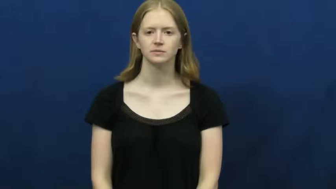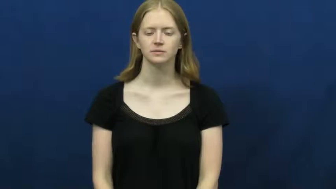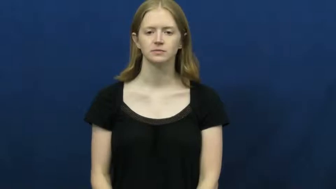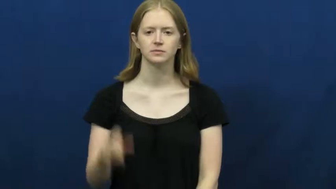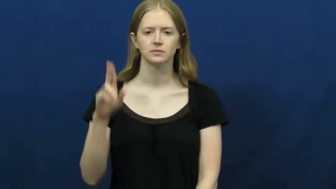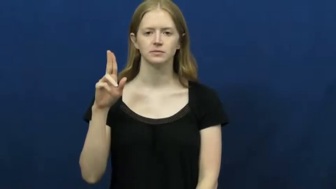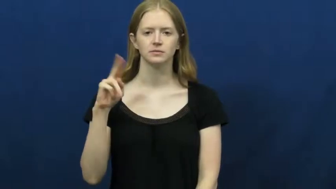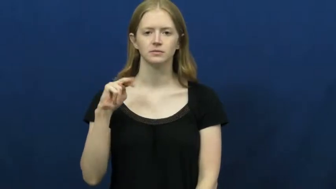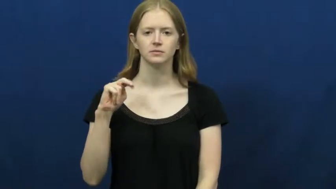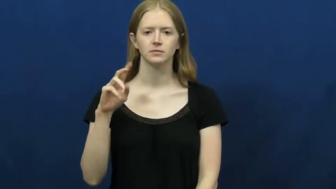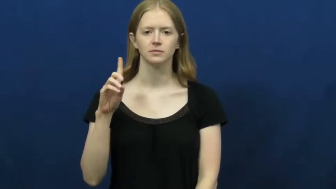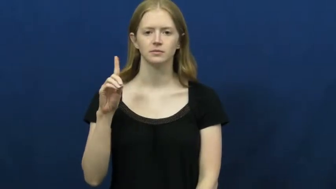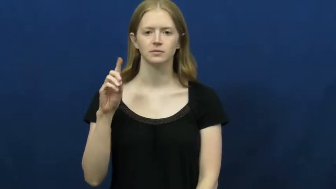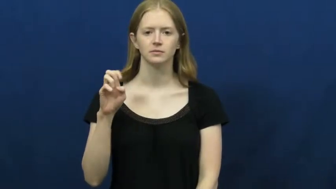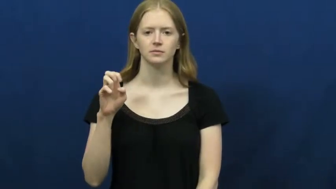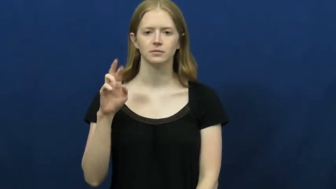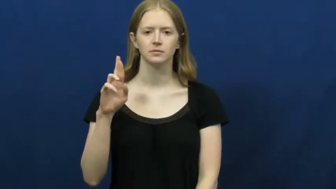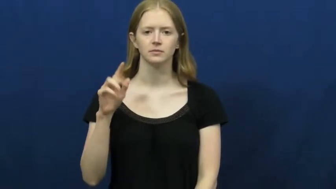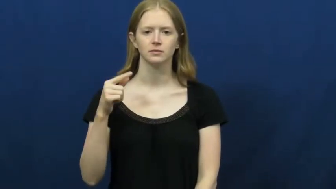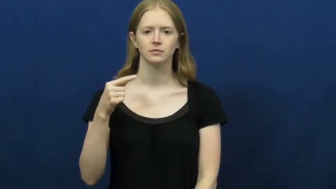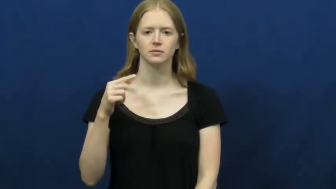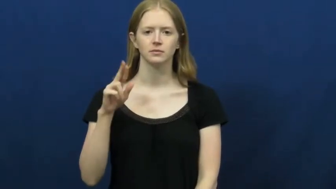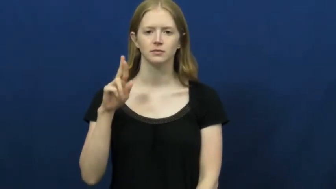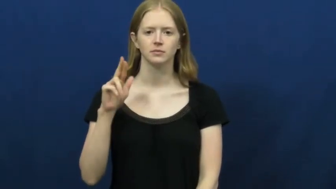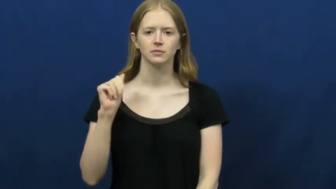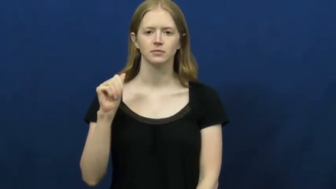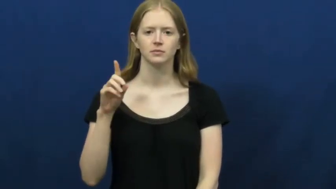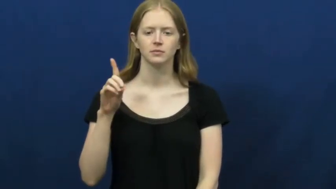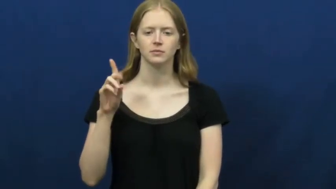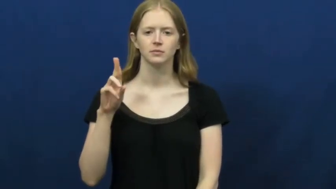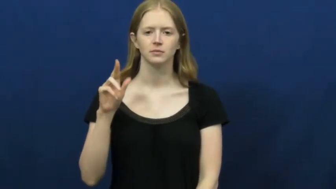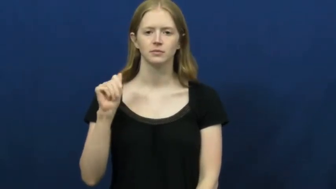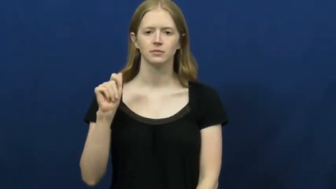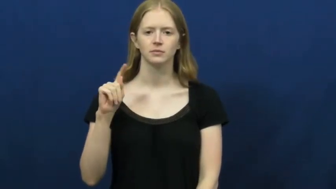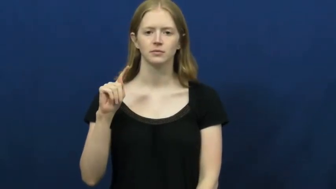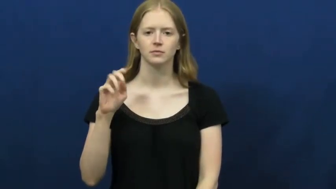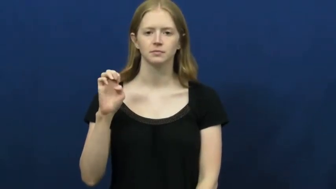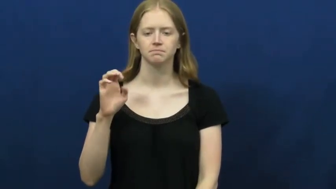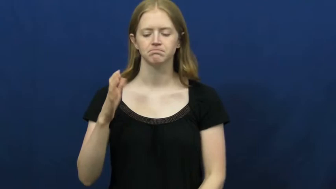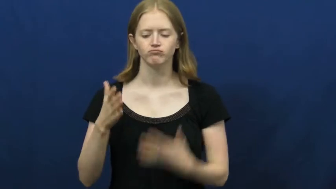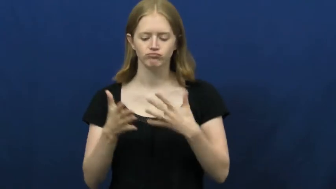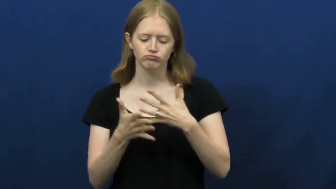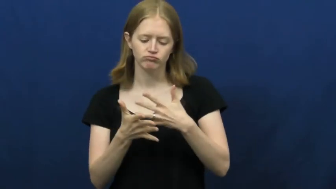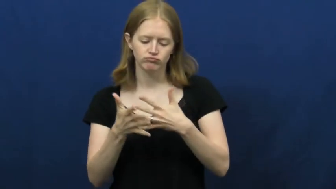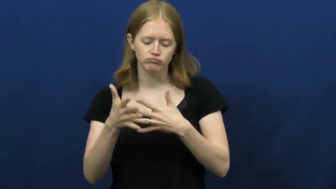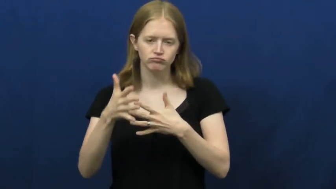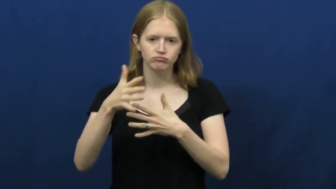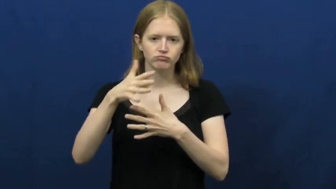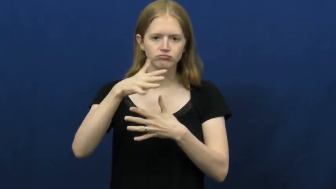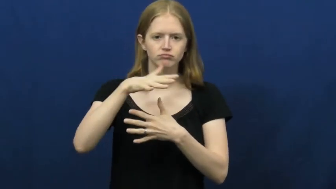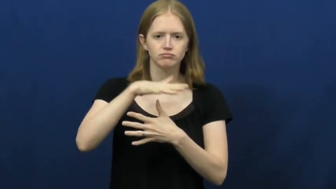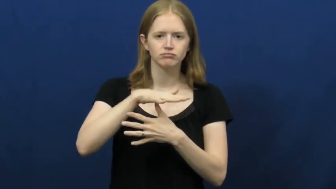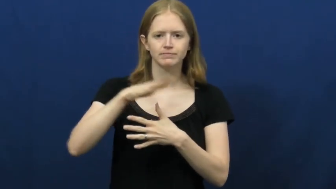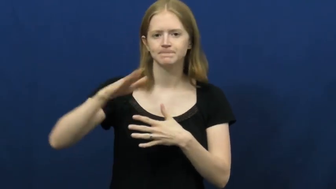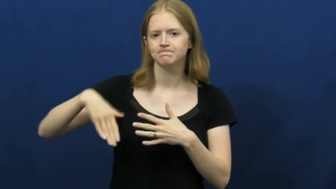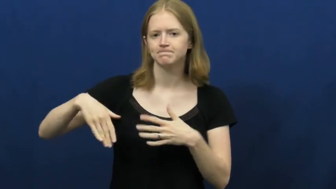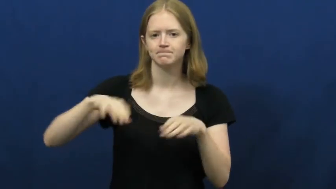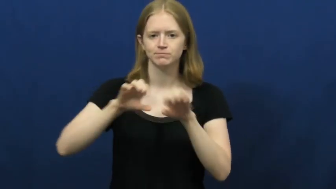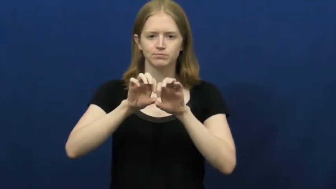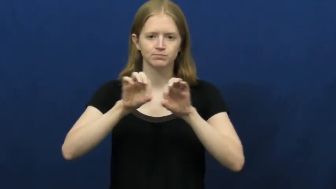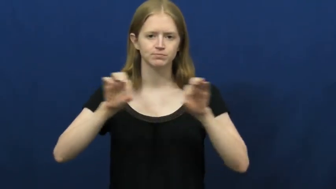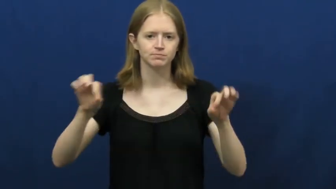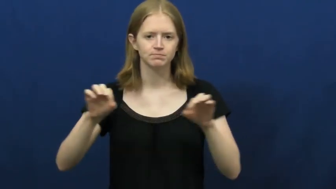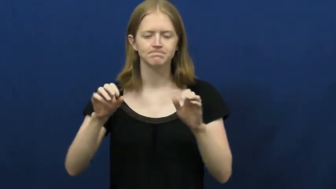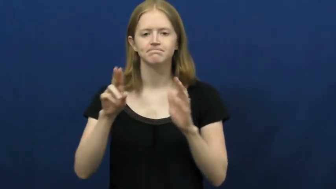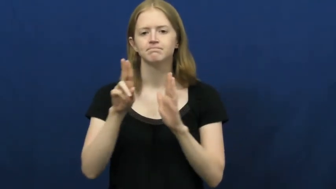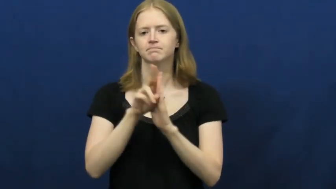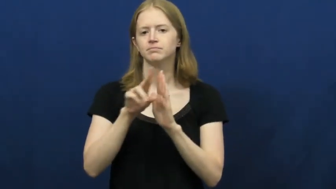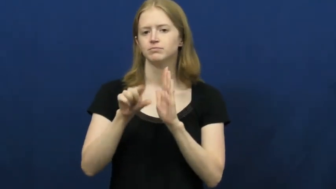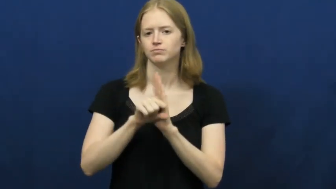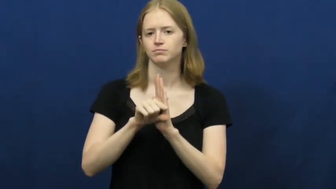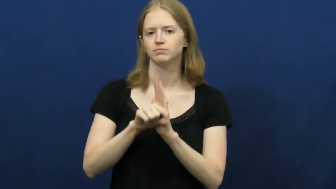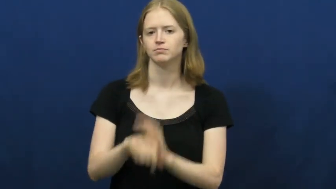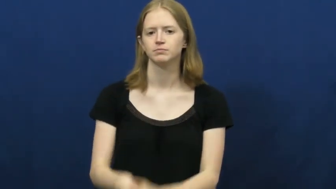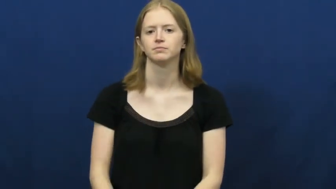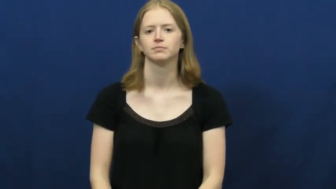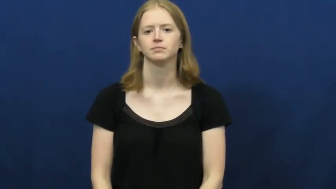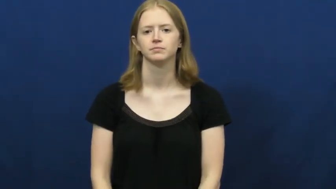undergraduate